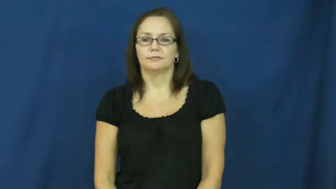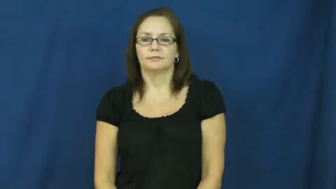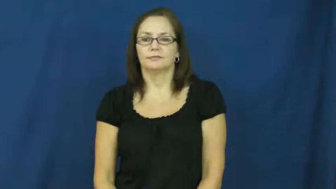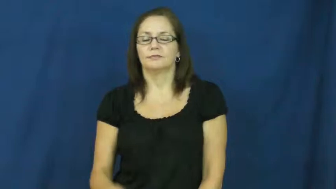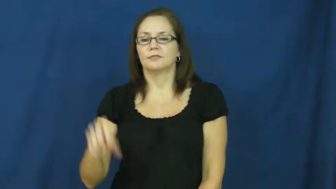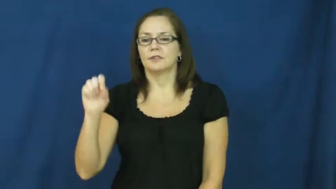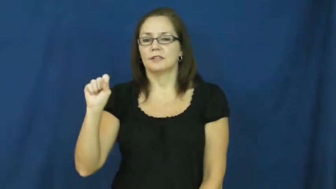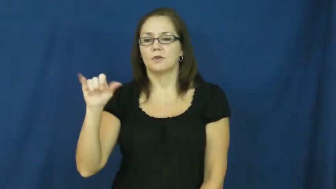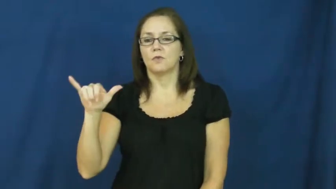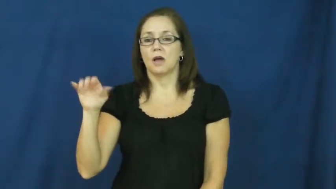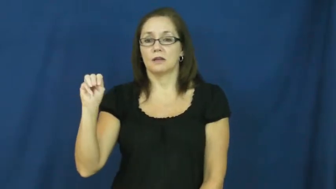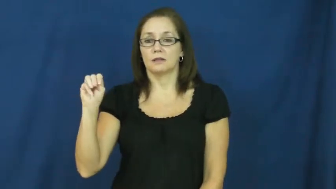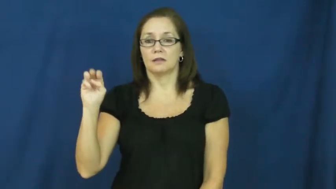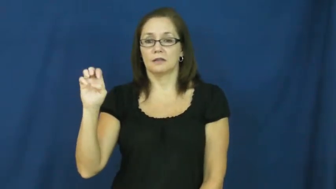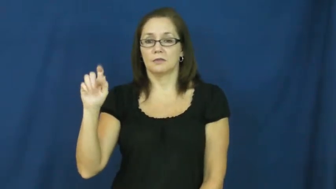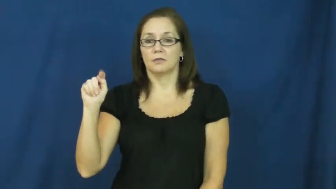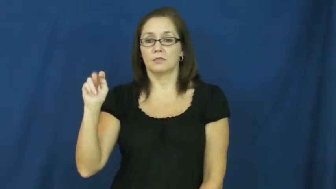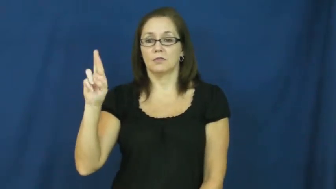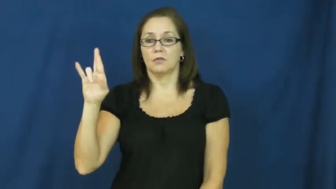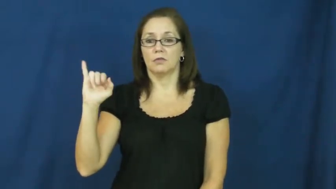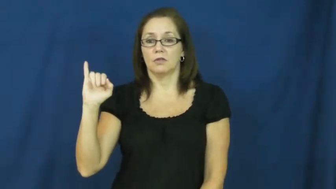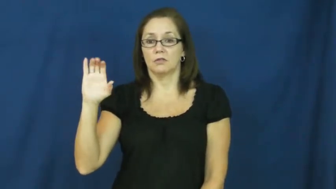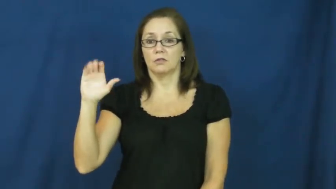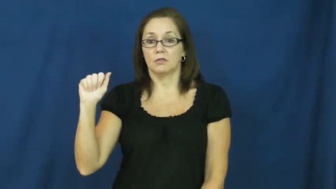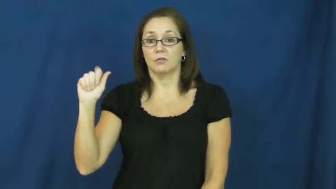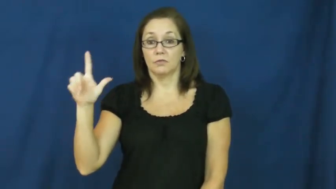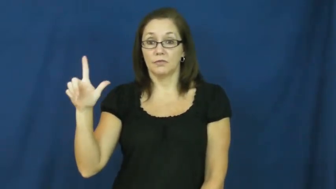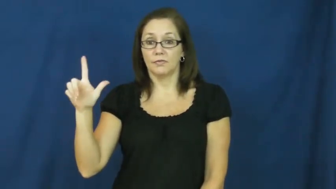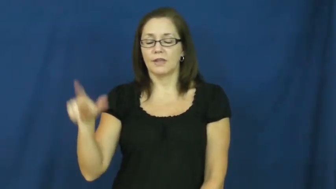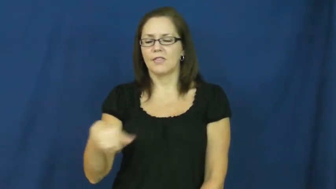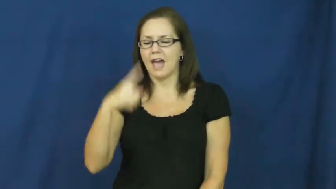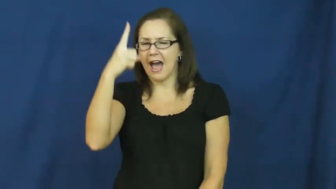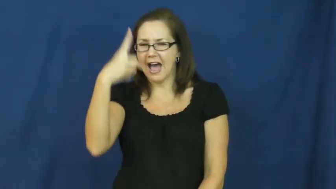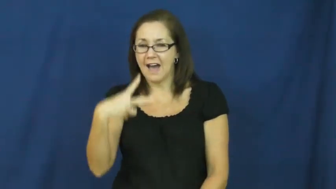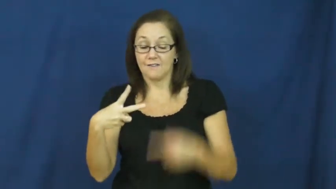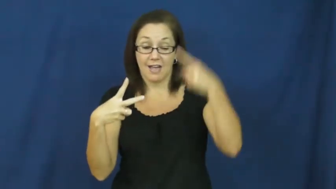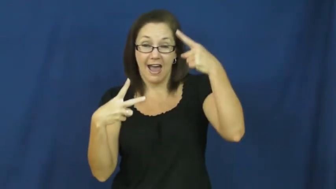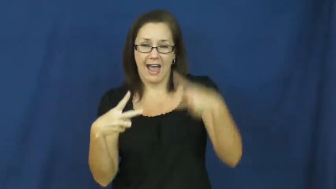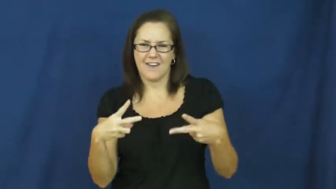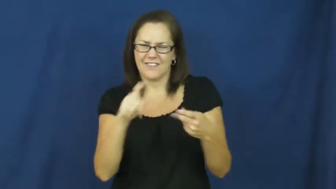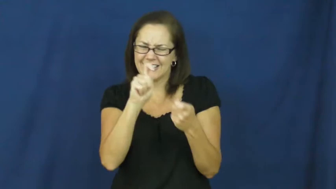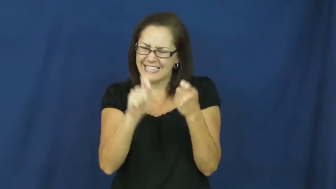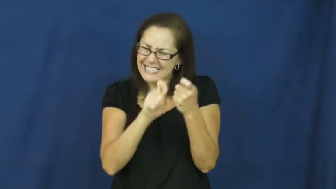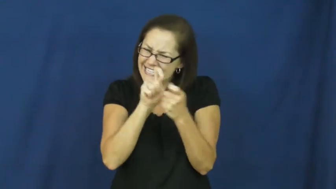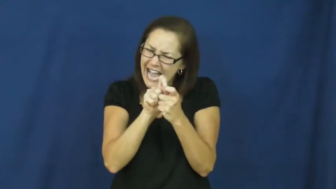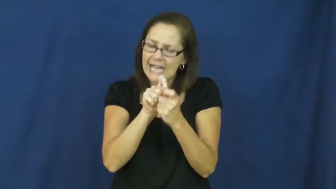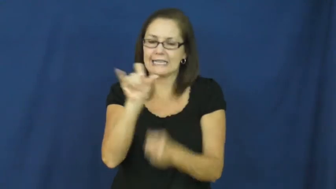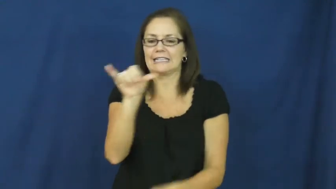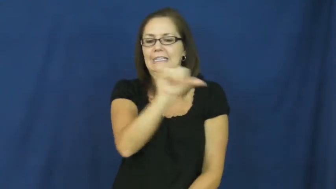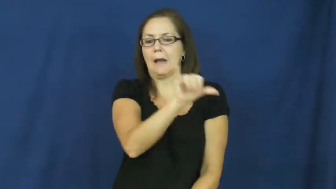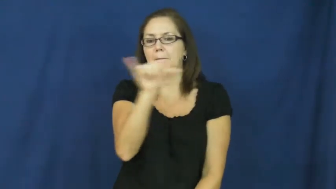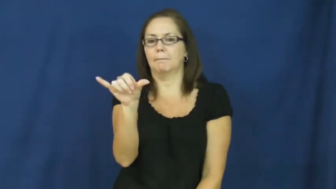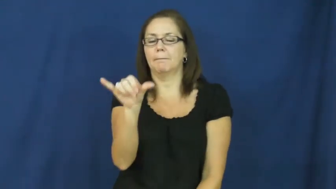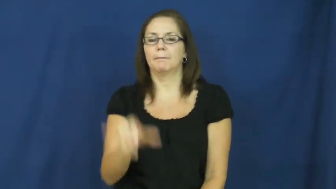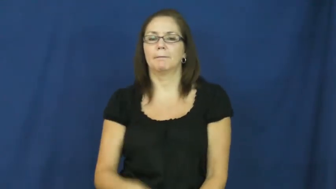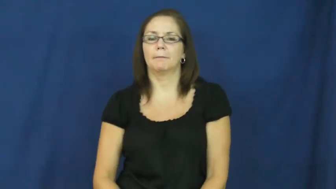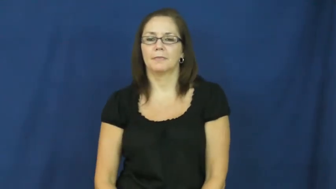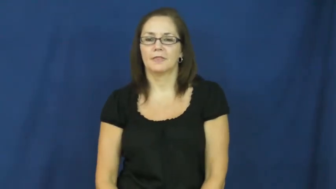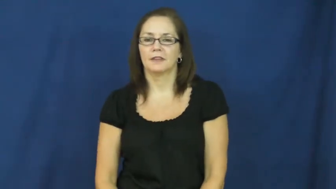symmetrical